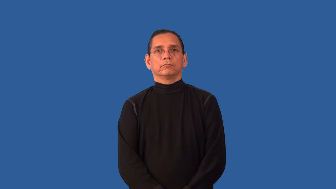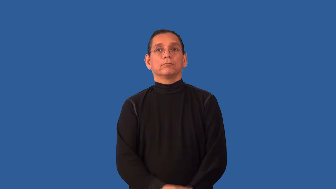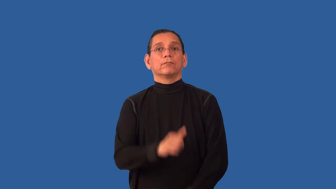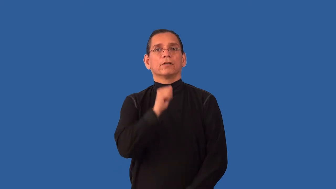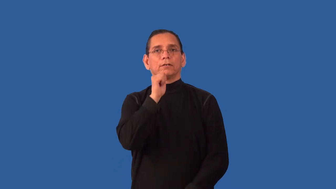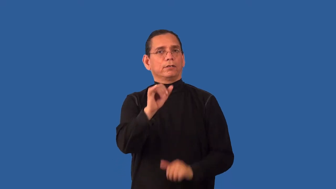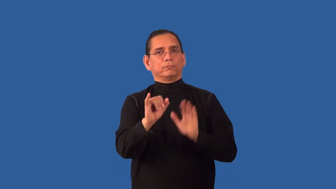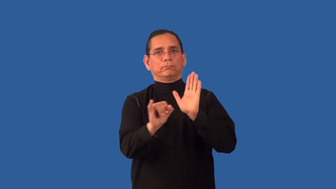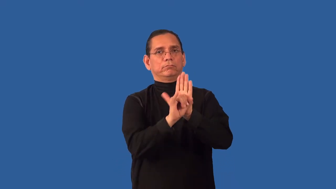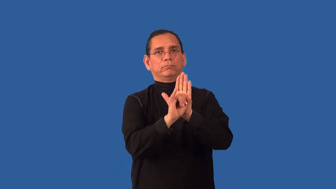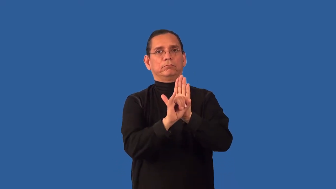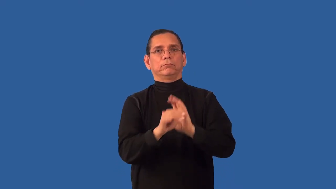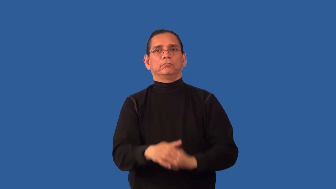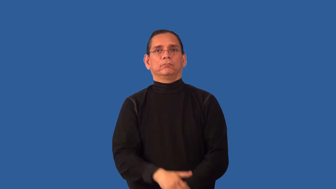unidentified